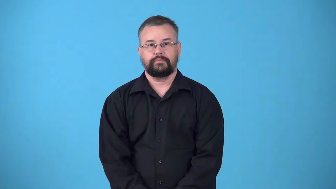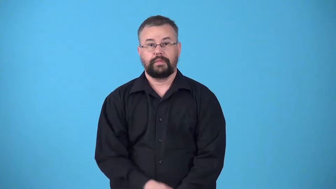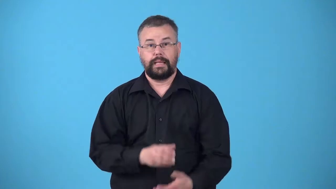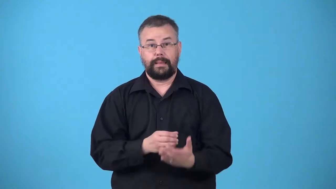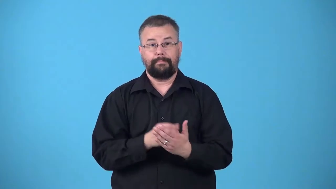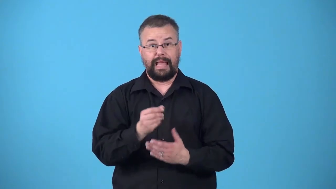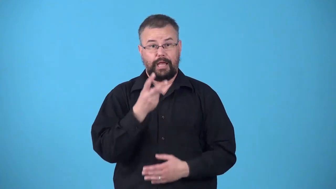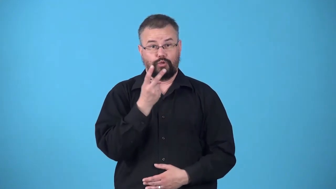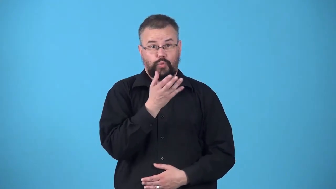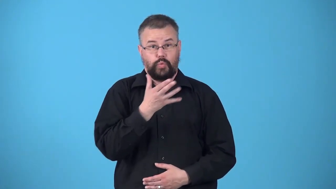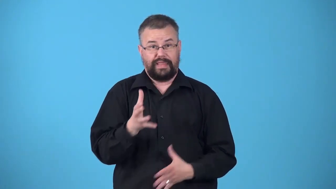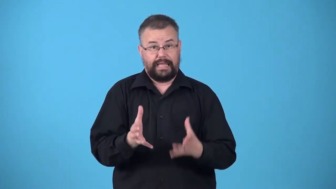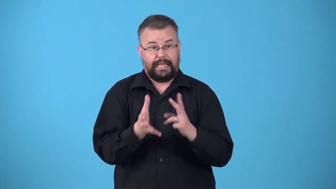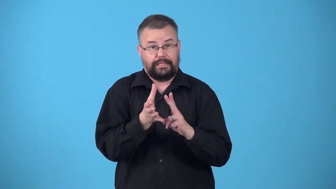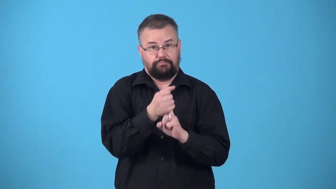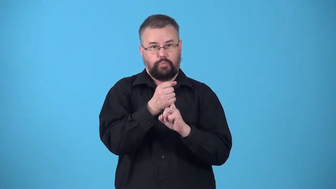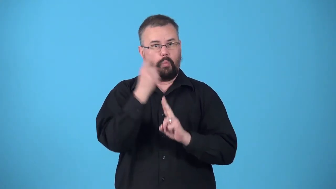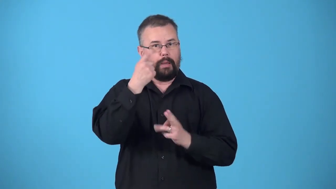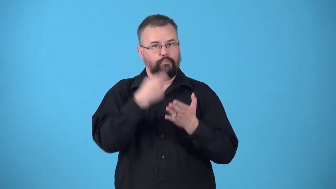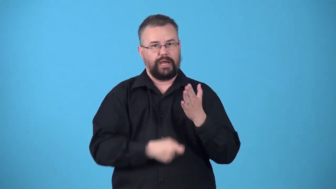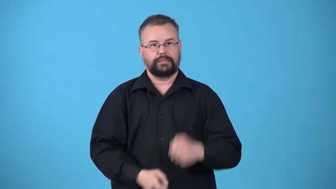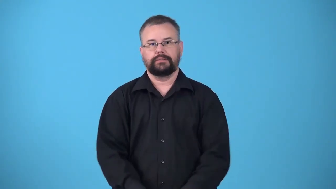twofer